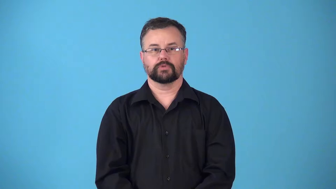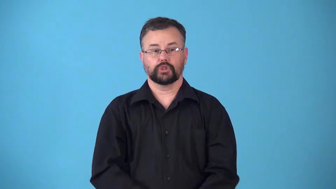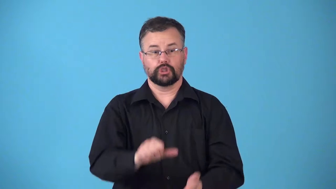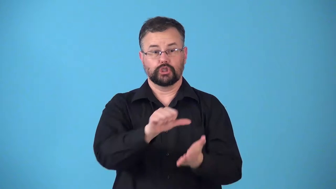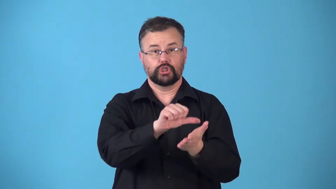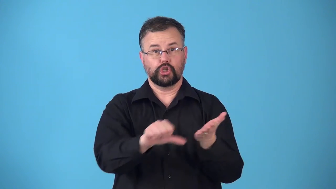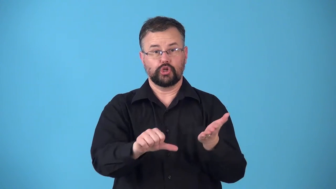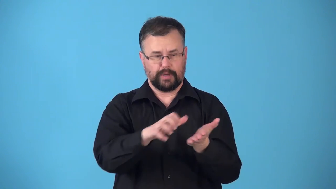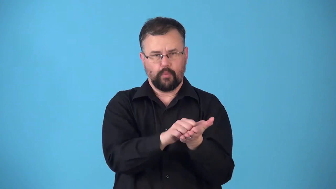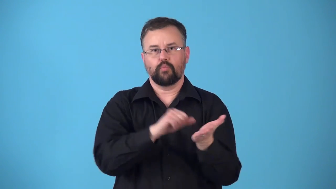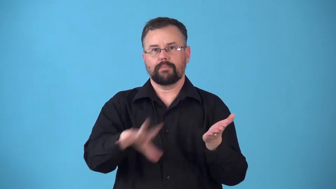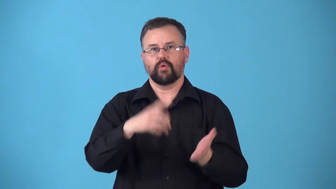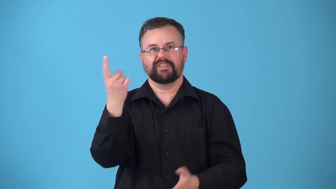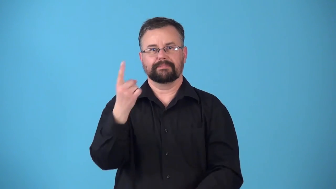resection